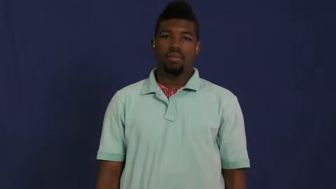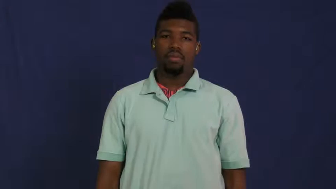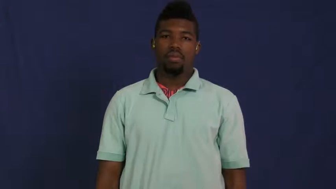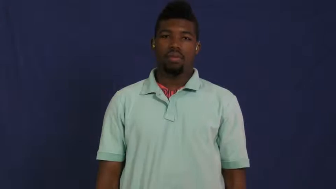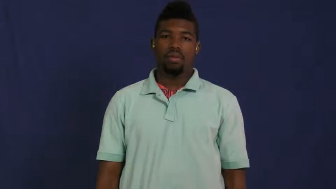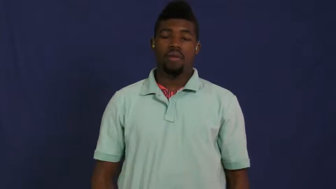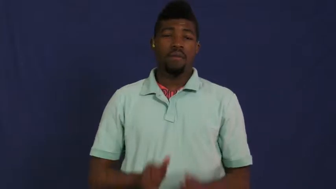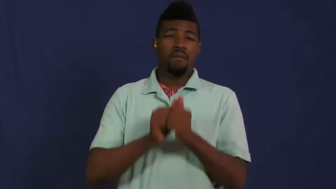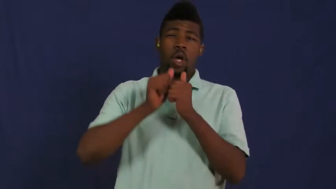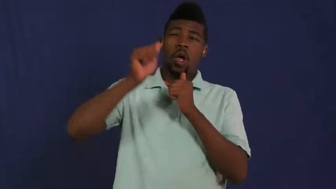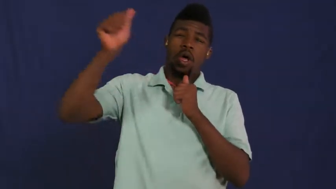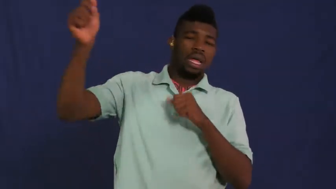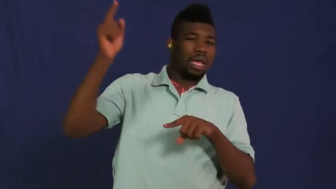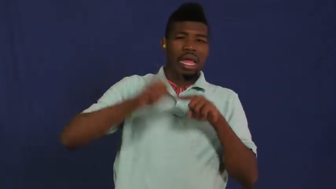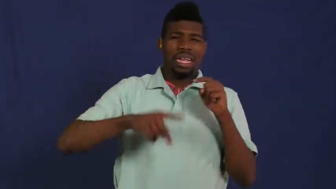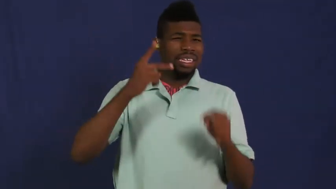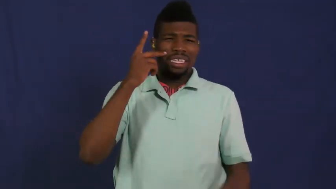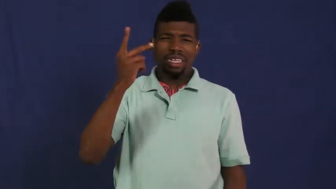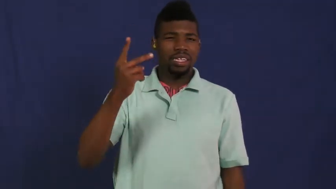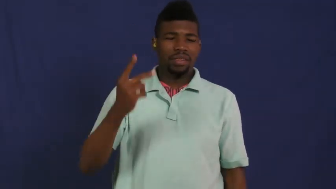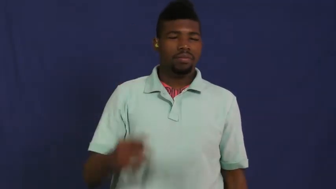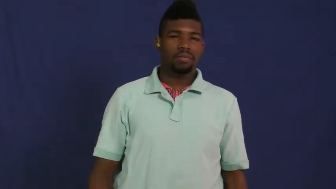myopic